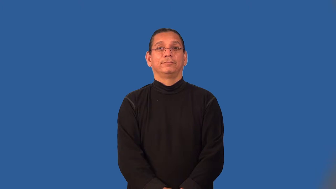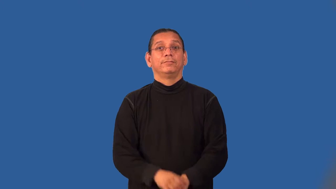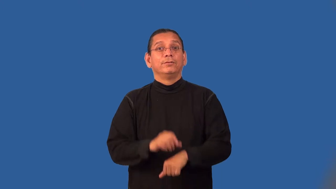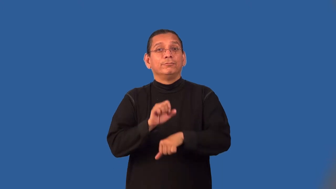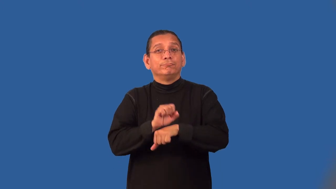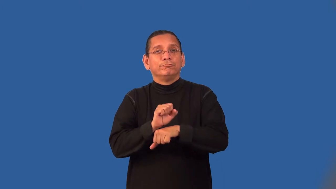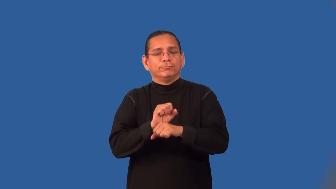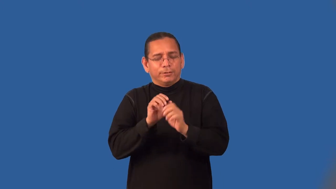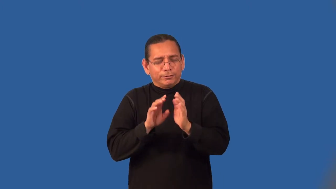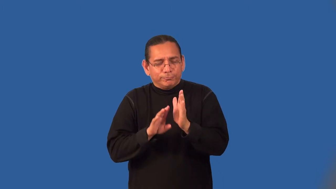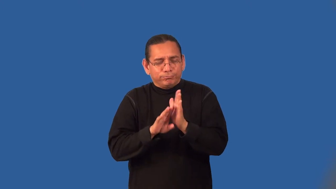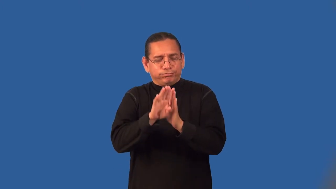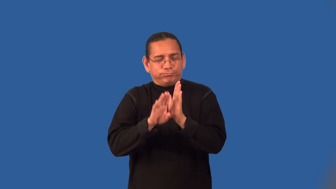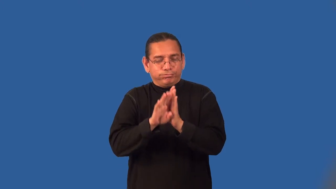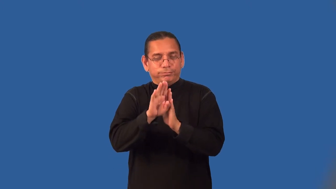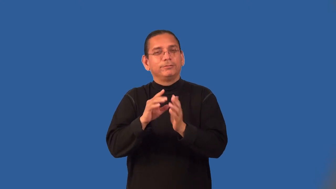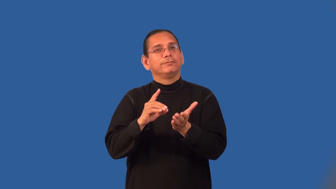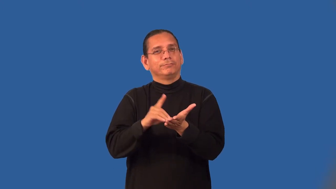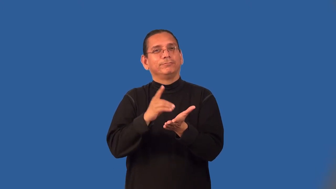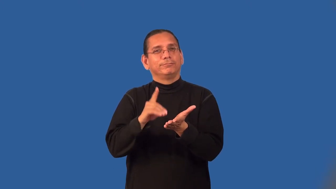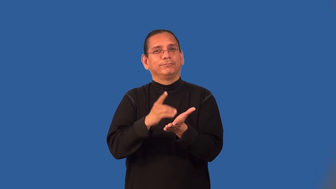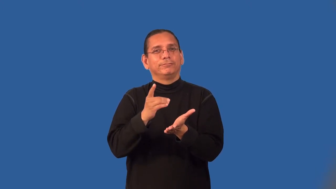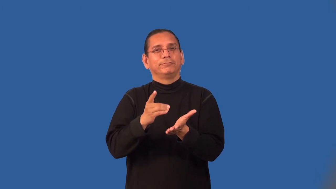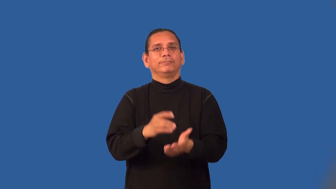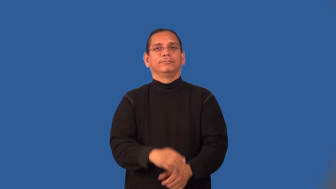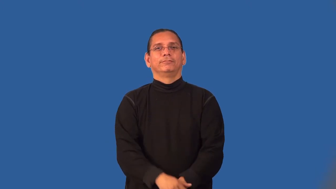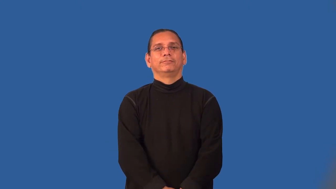lexicography